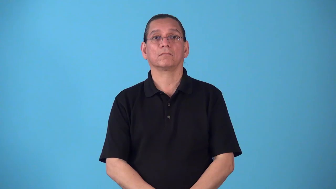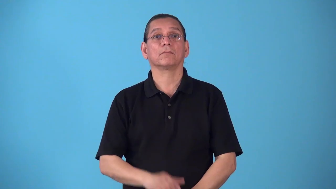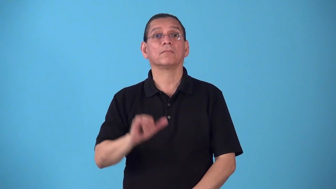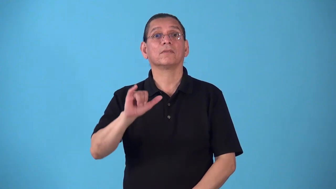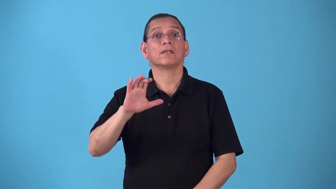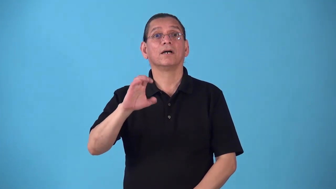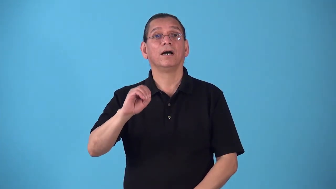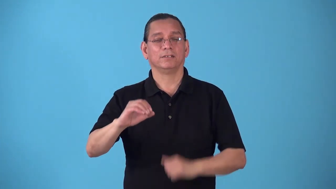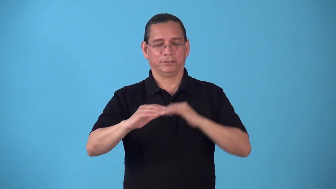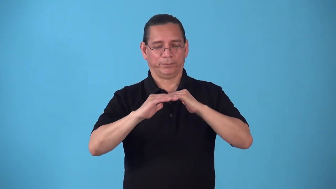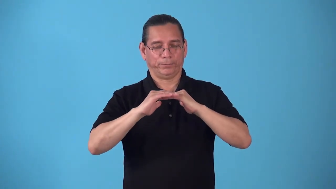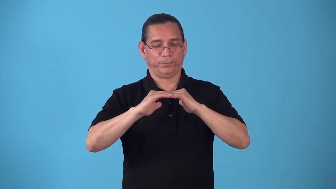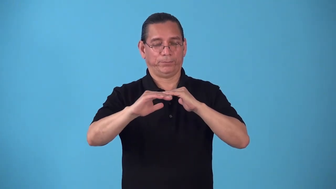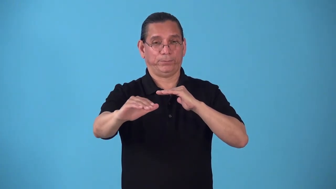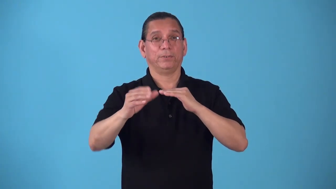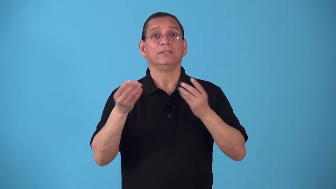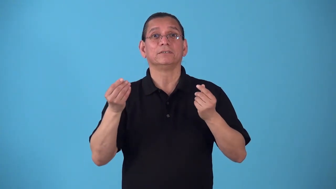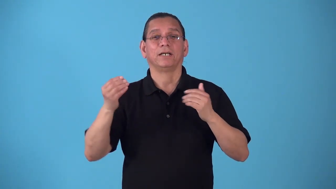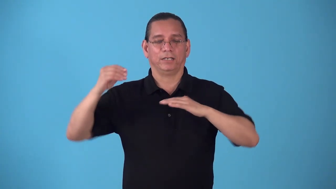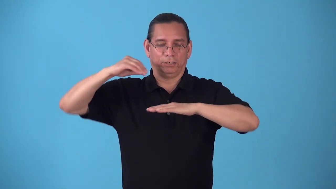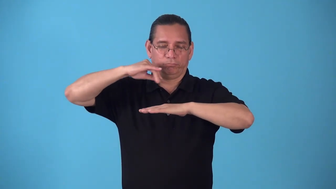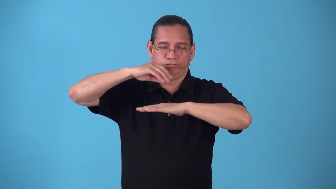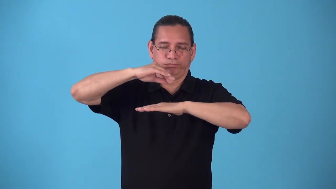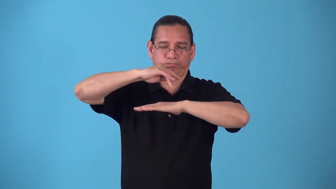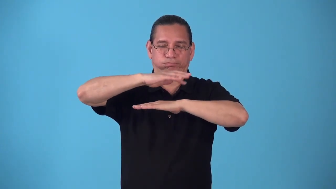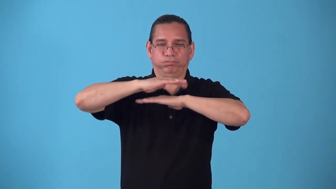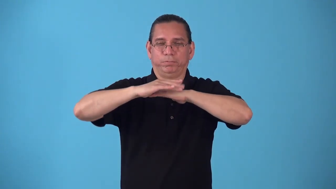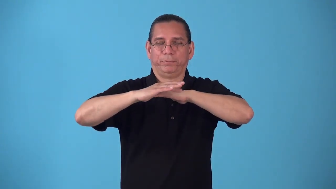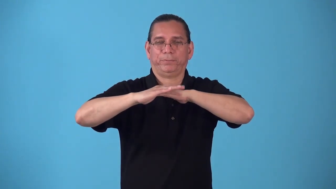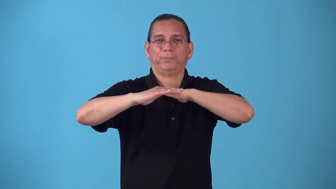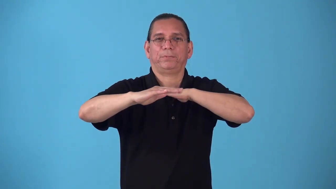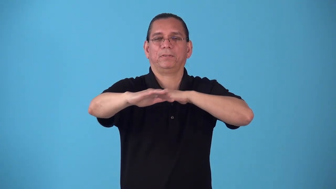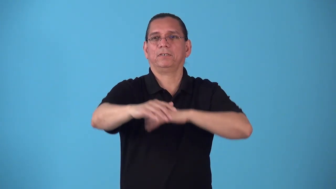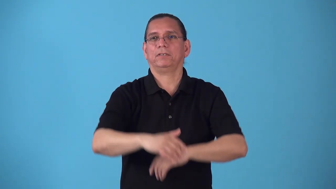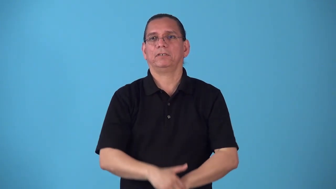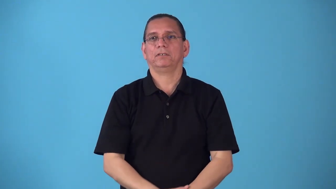sand-street for ice